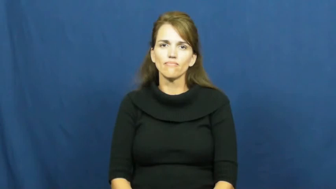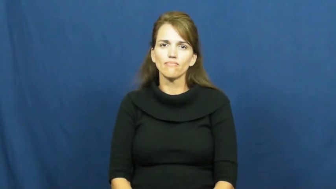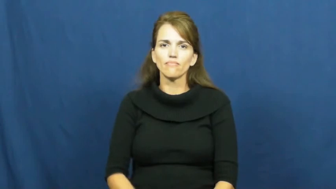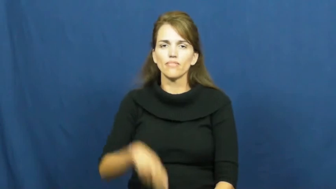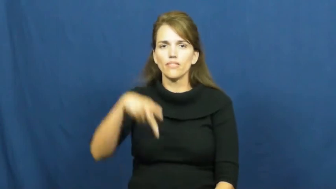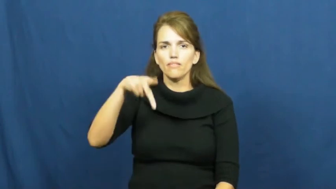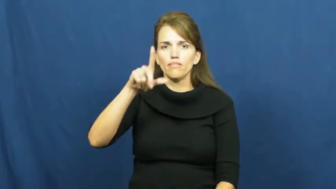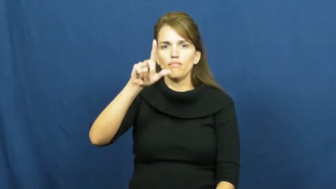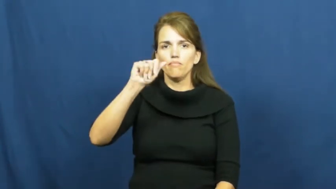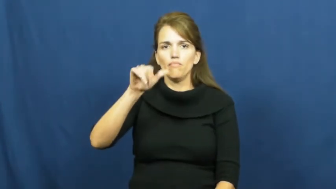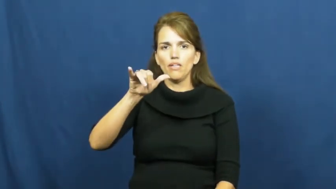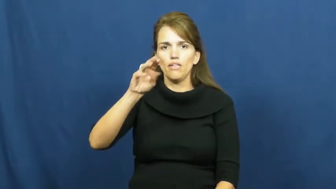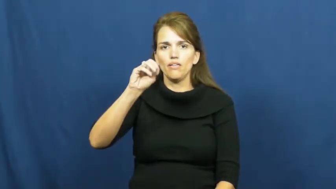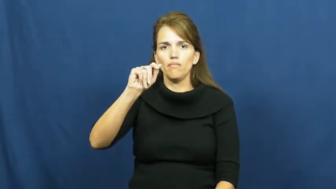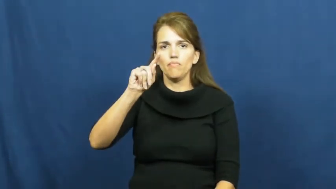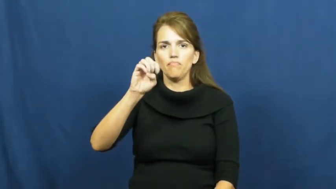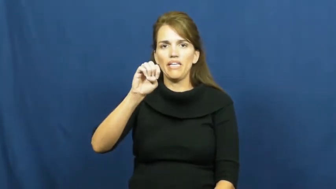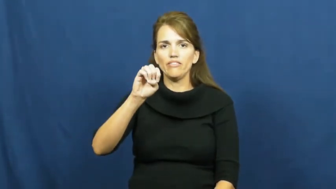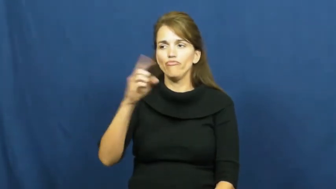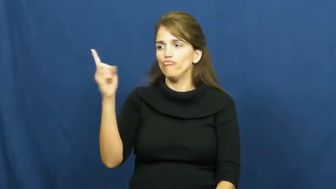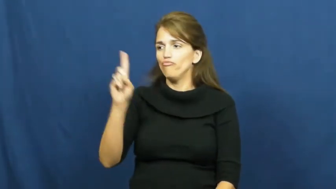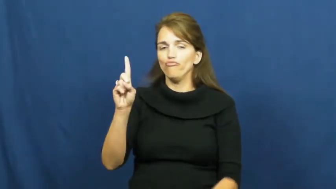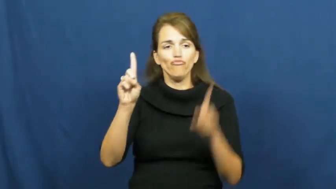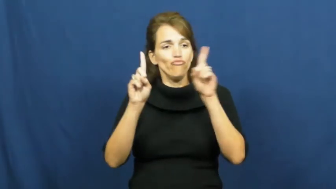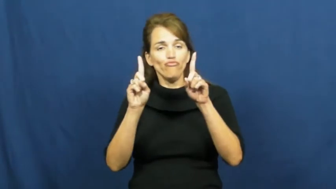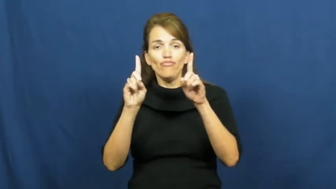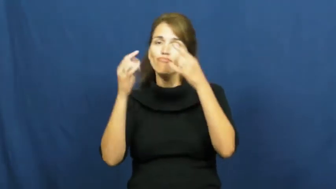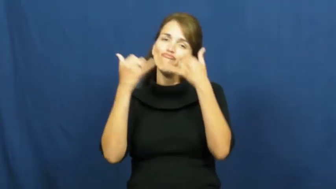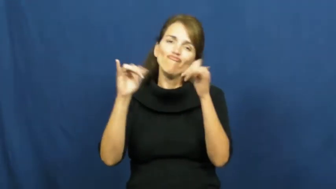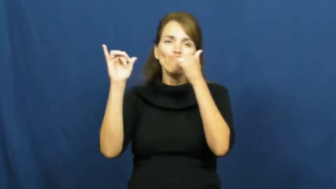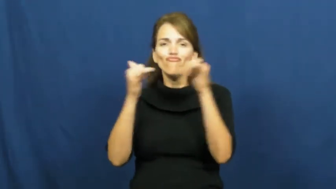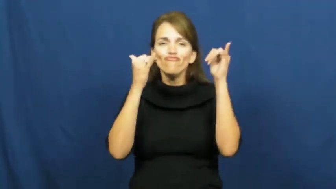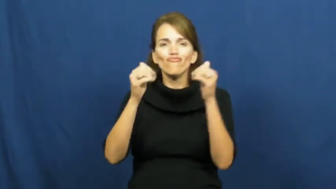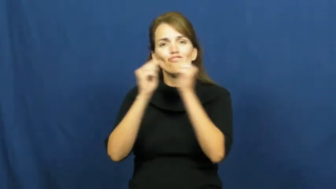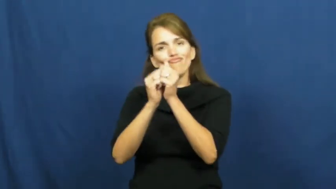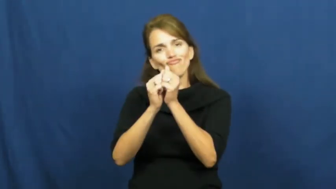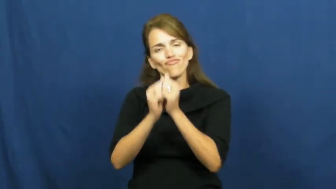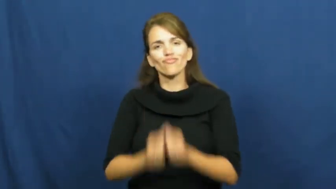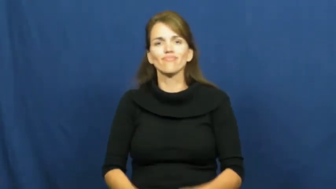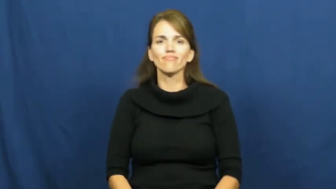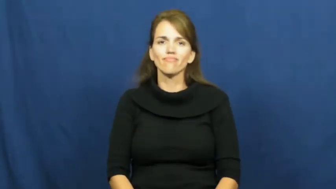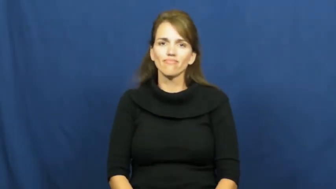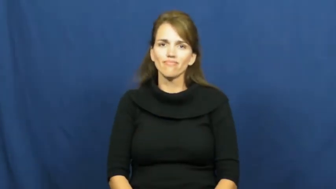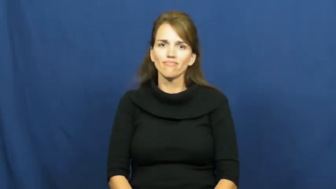playmate,playfellow